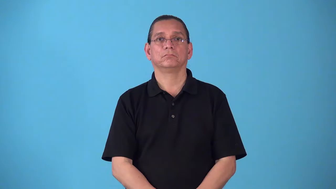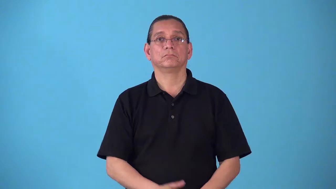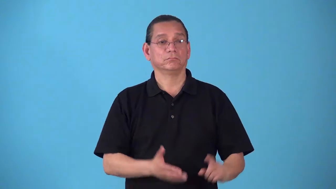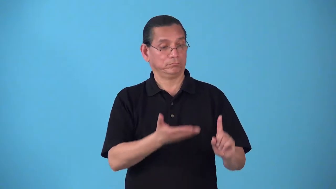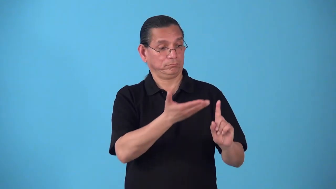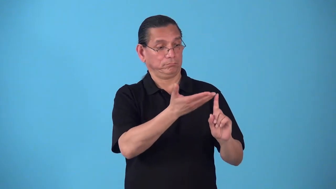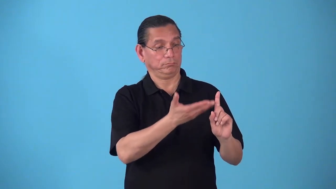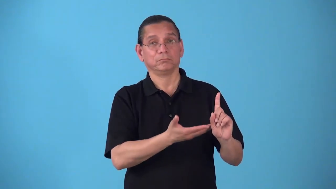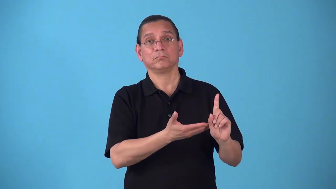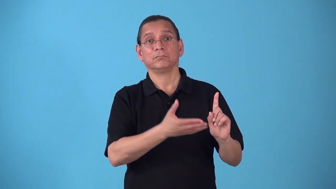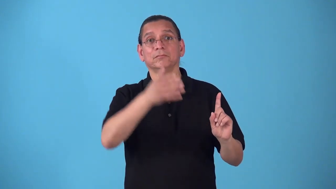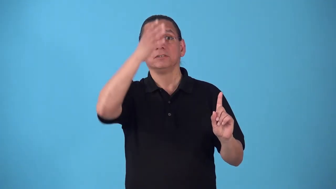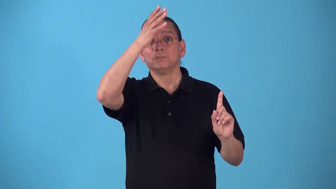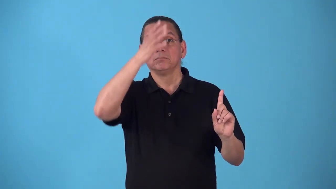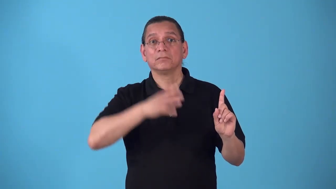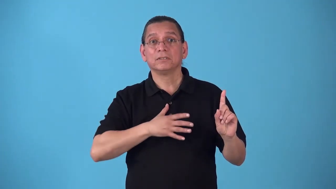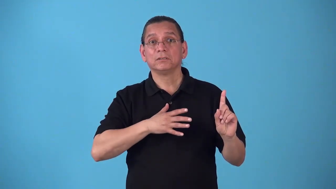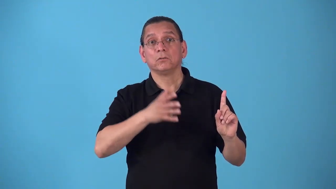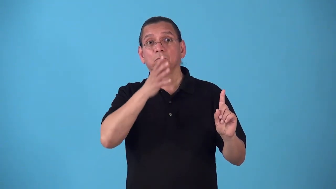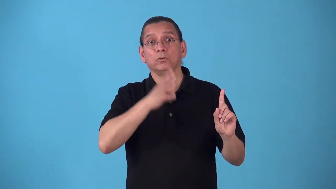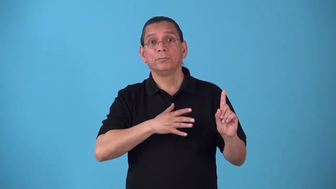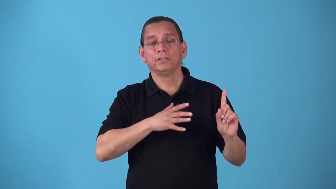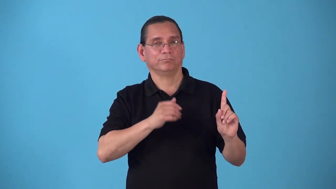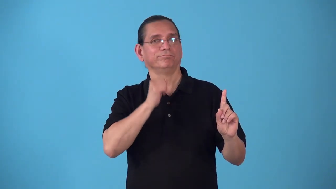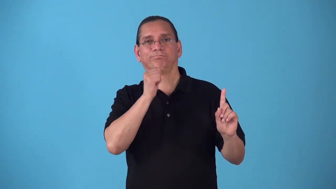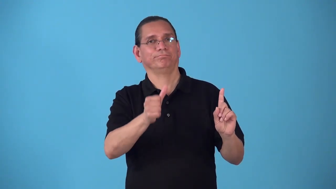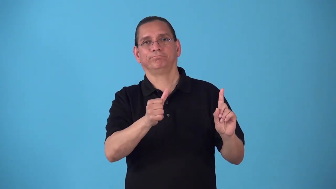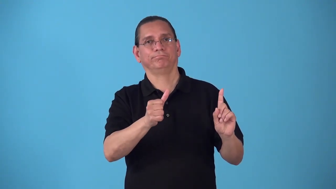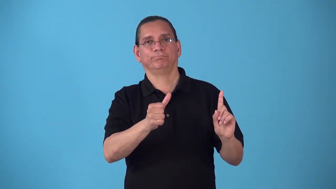sexless